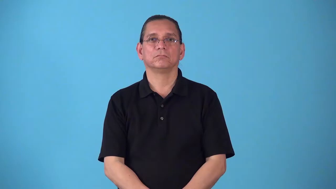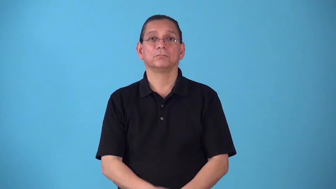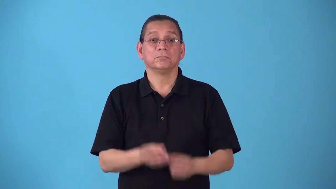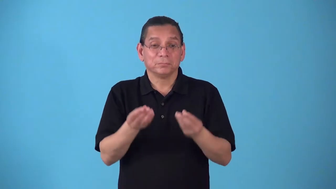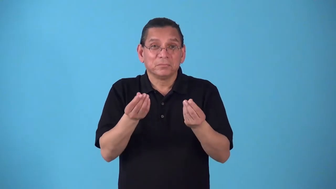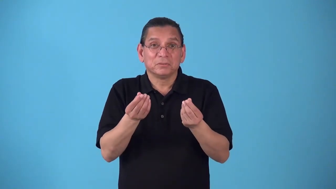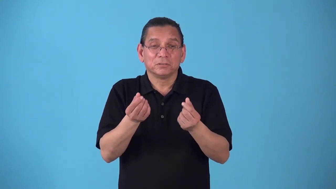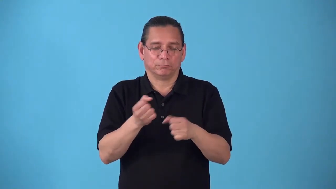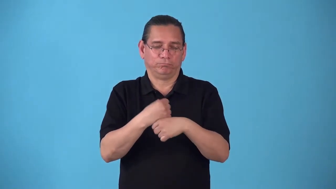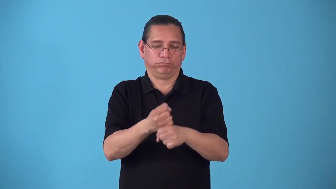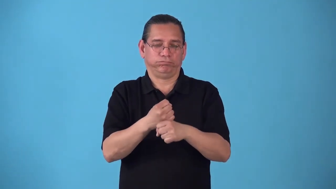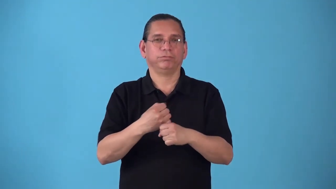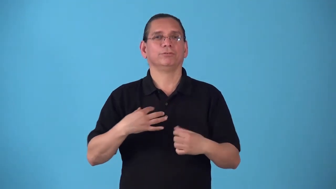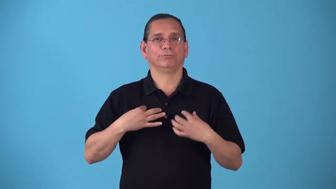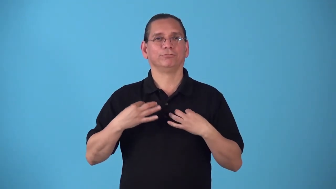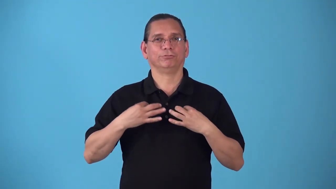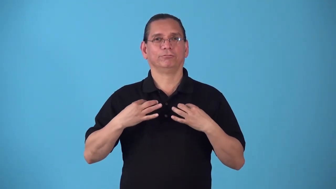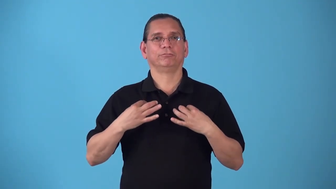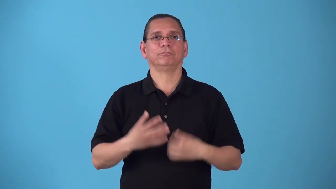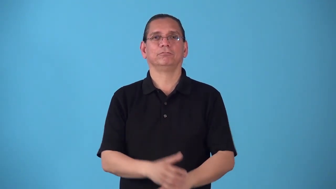shirting